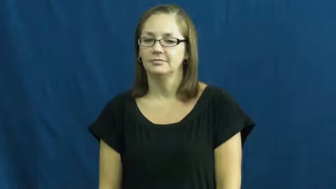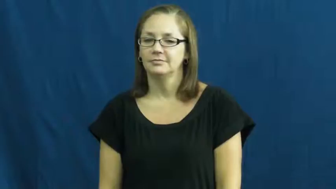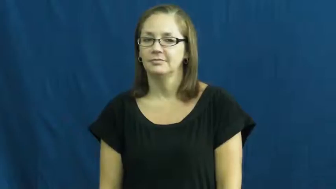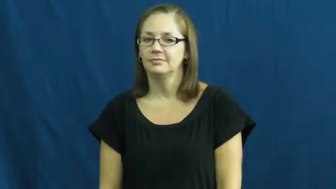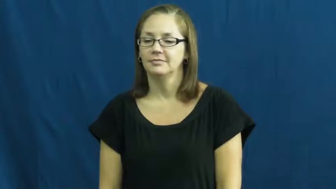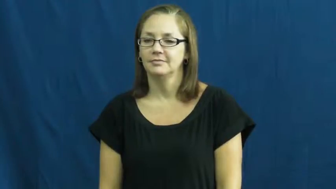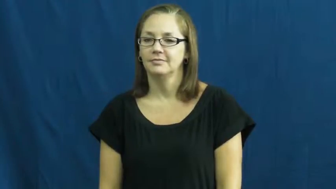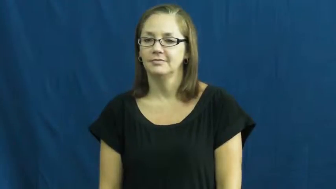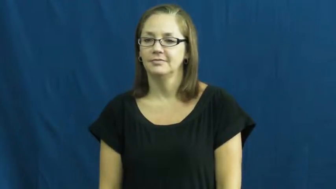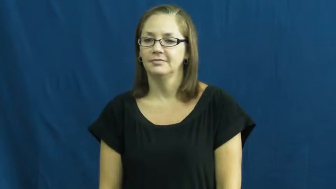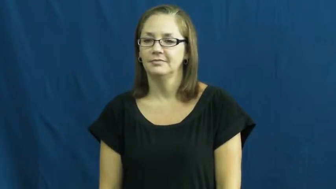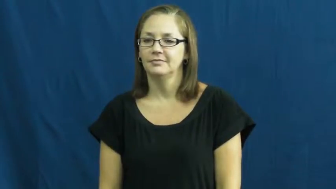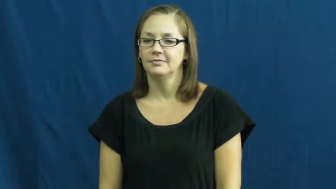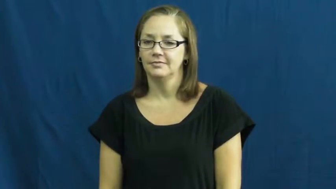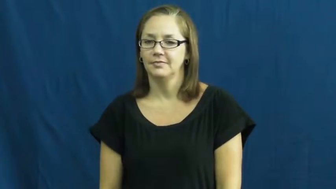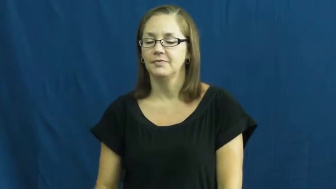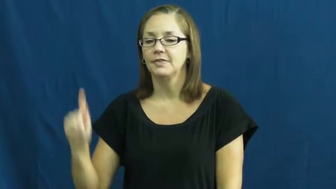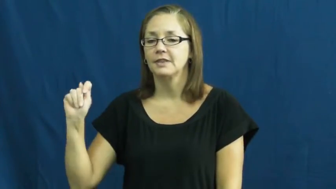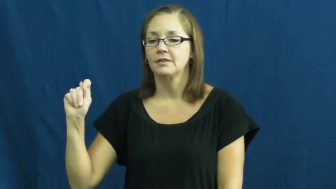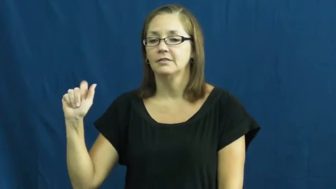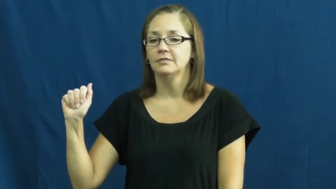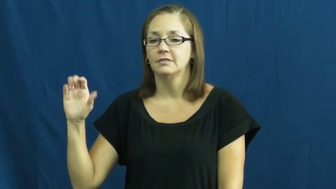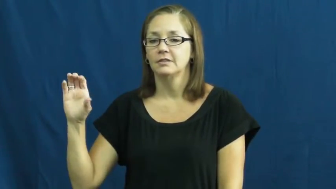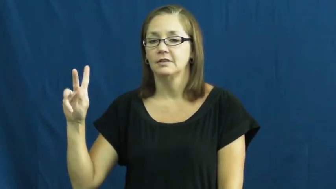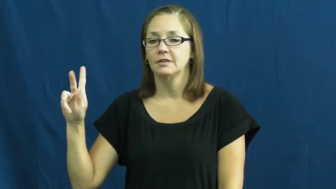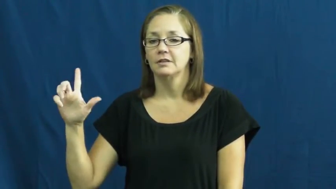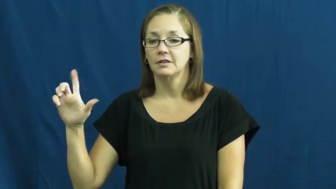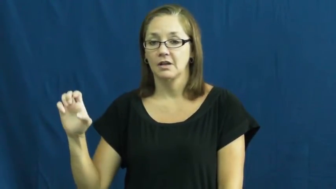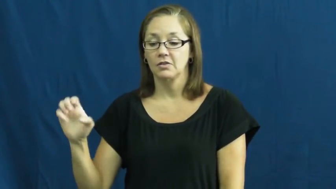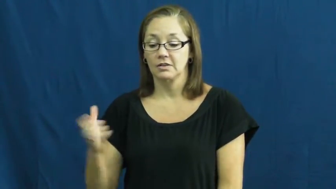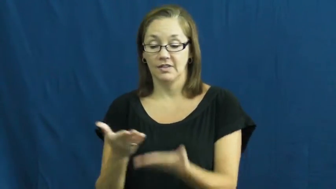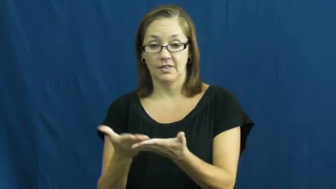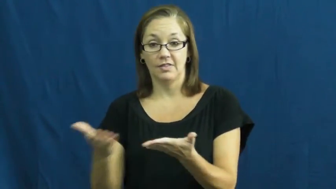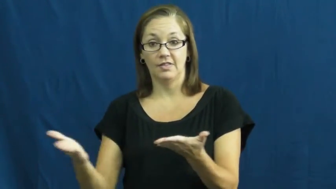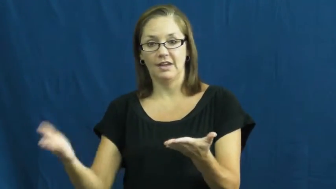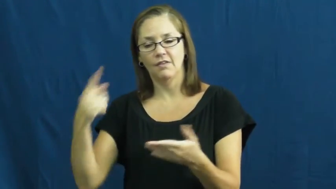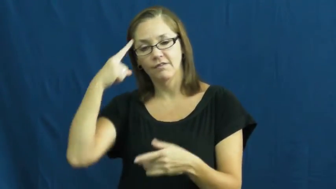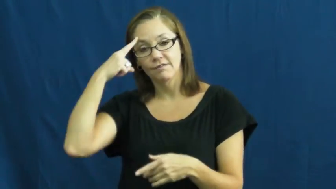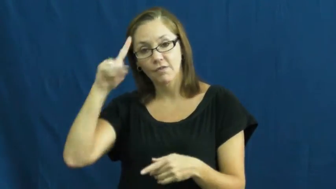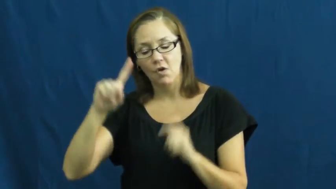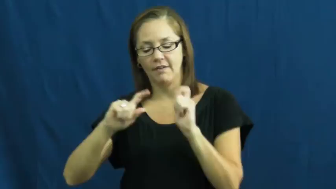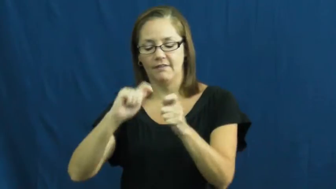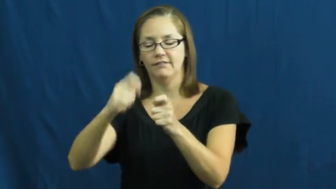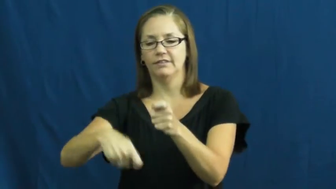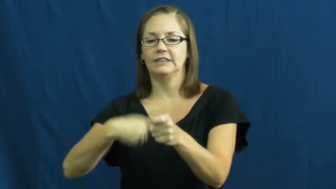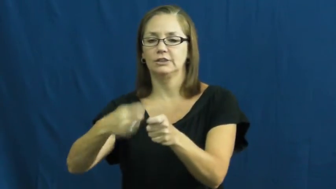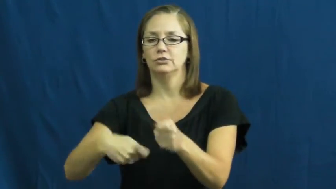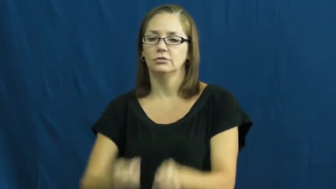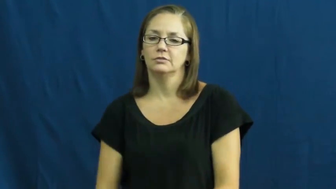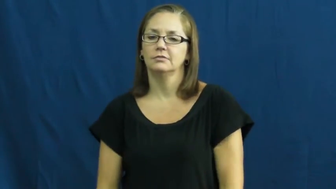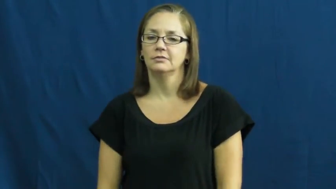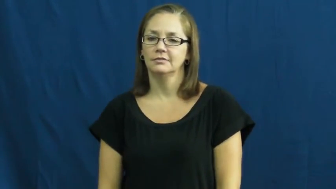tackle-fish